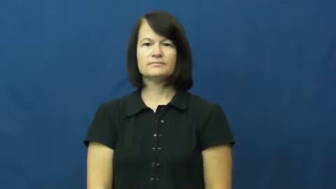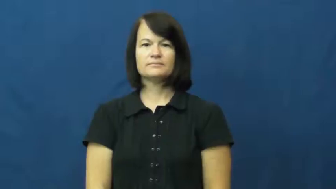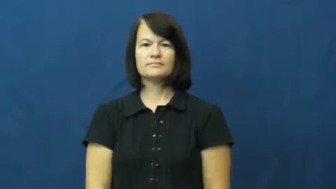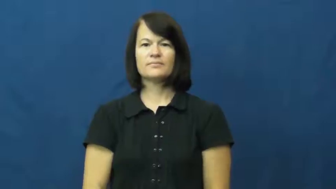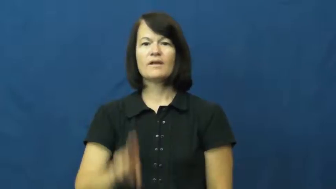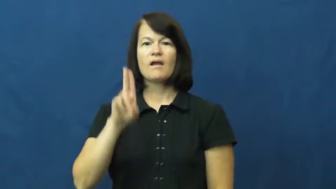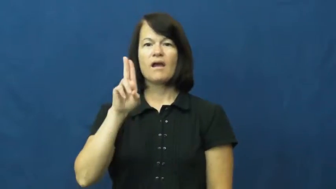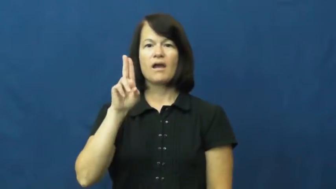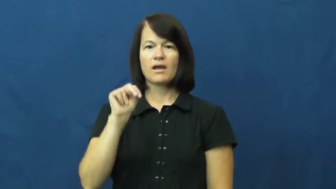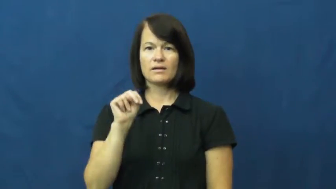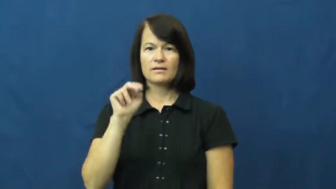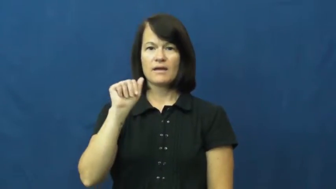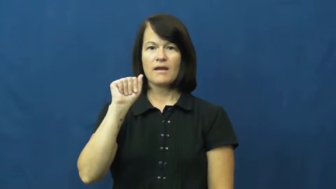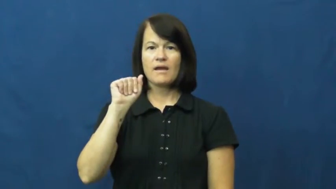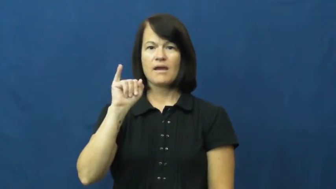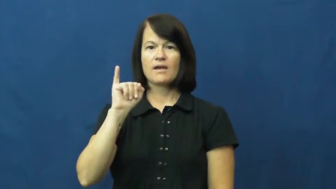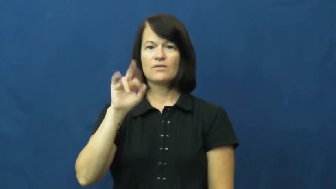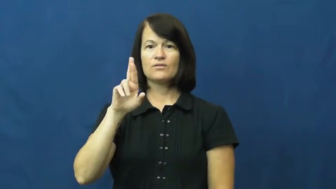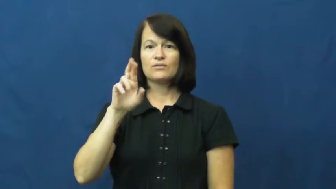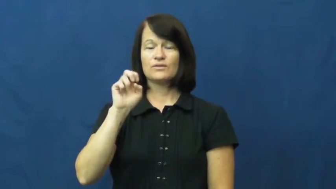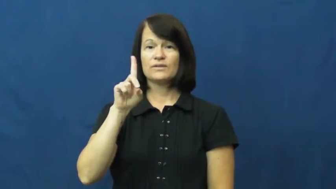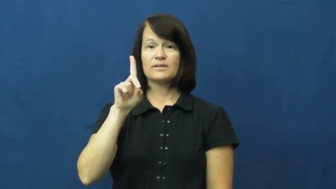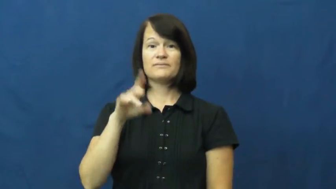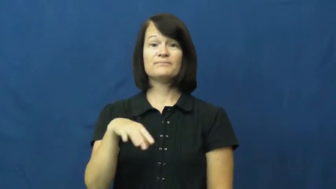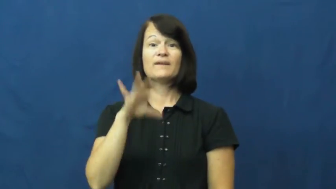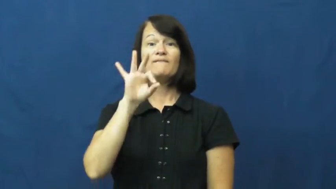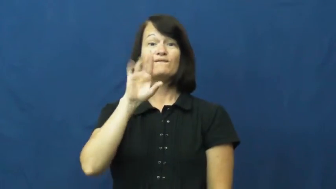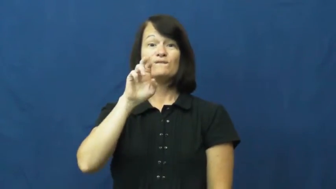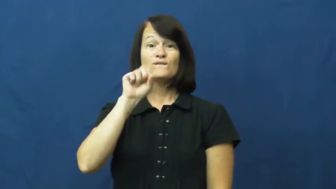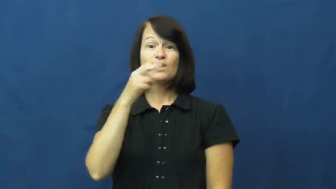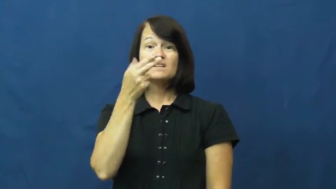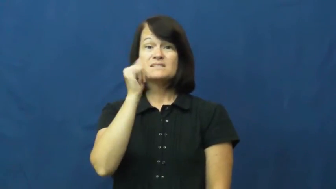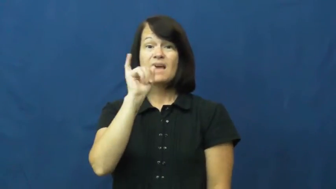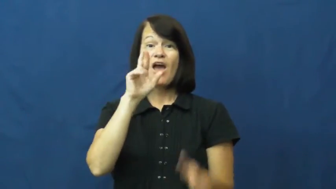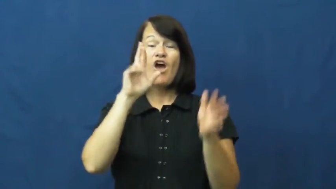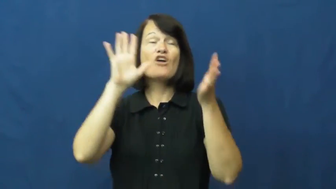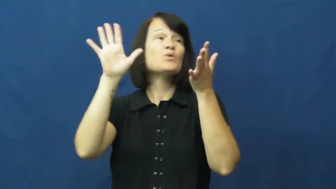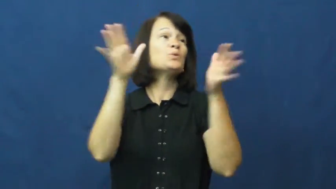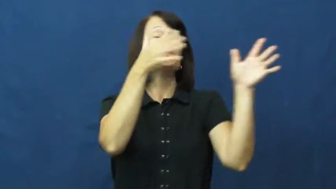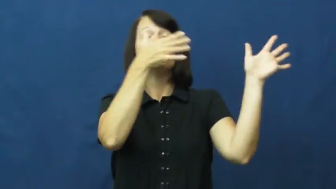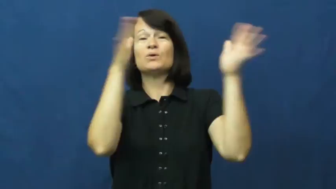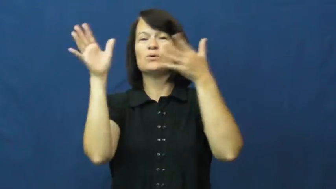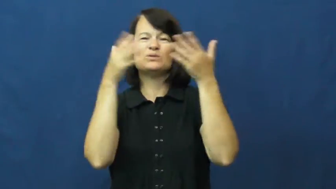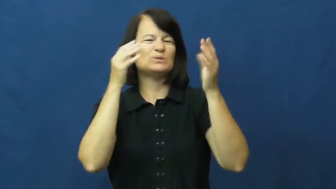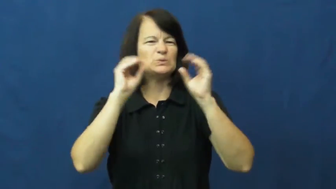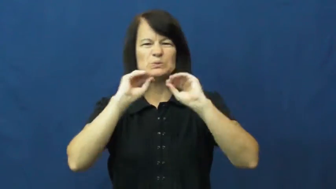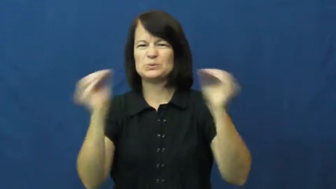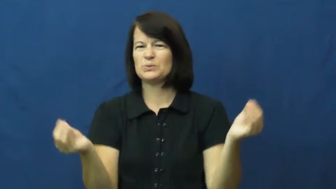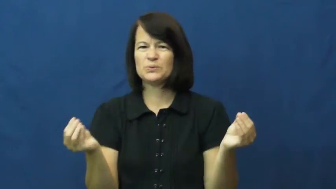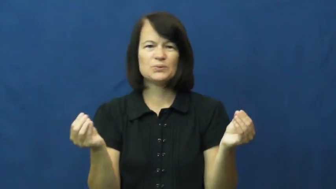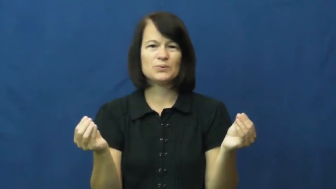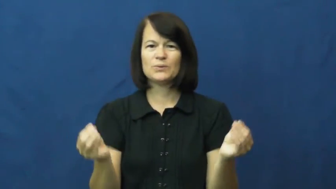unaired